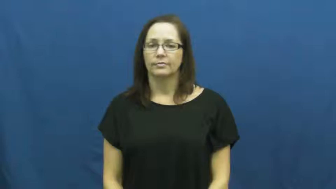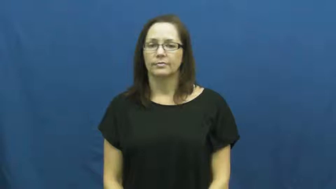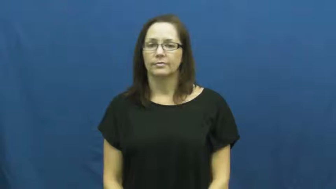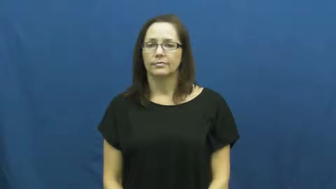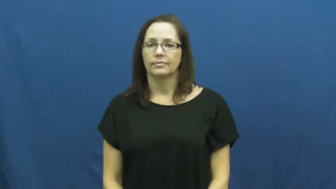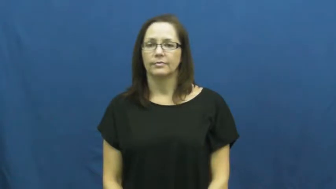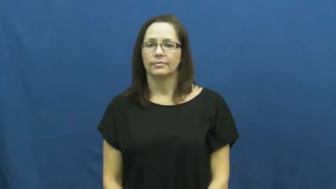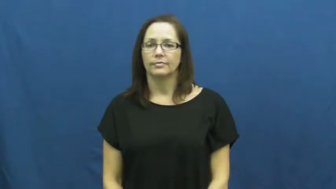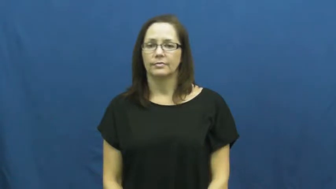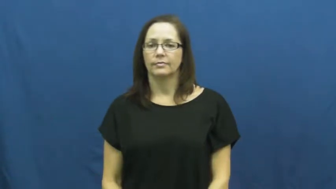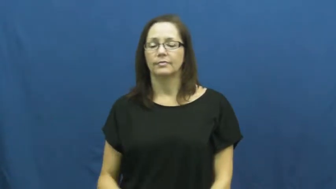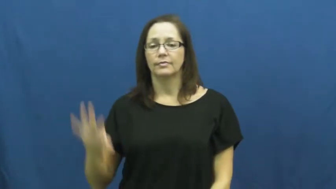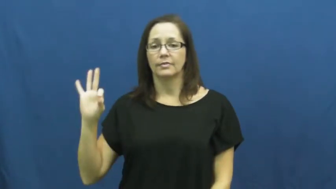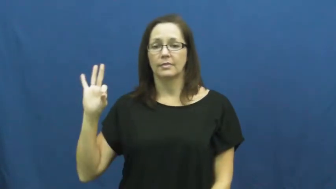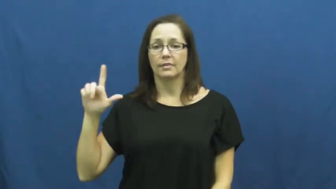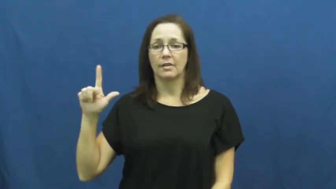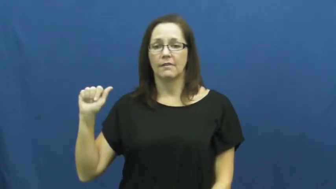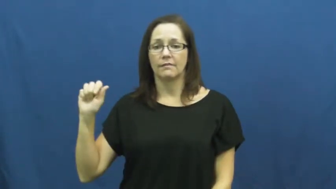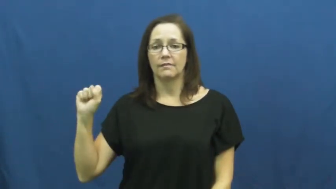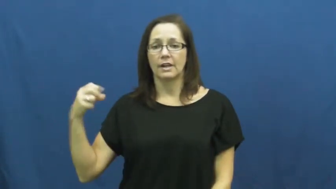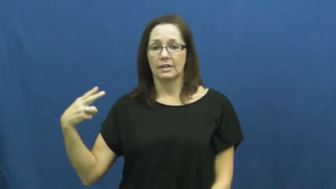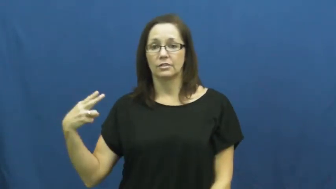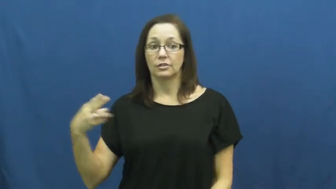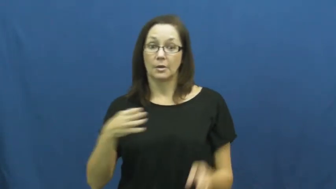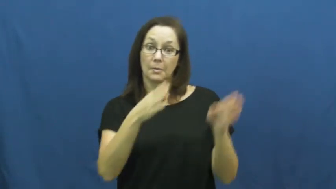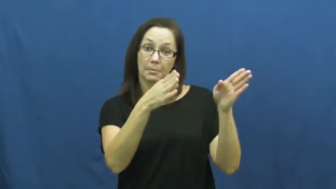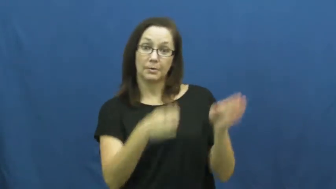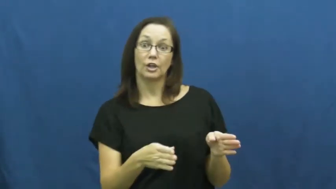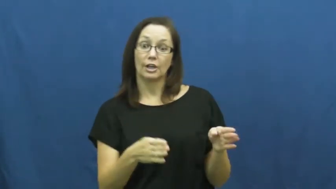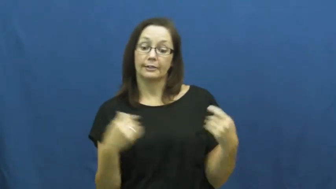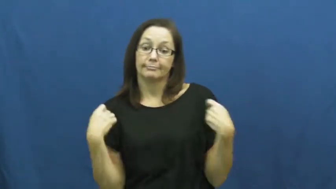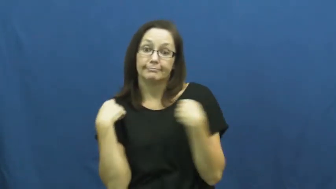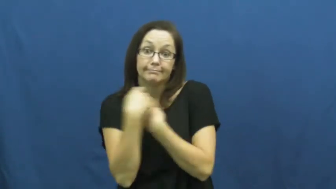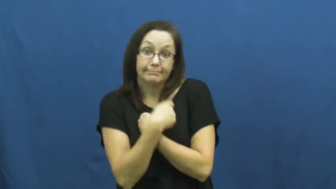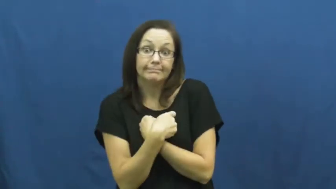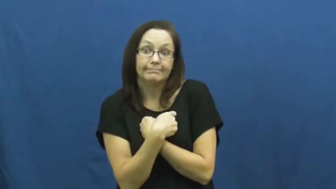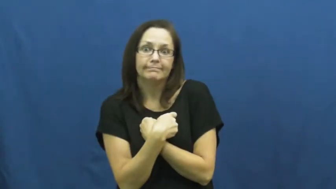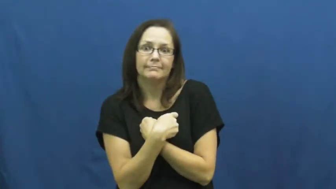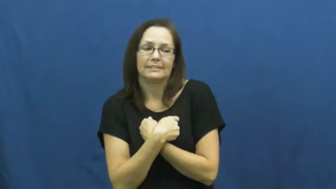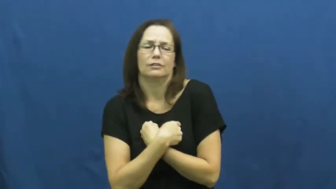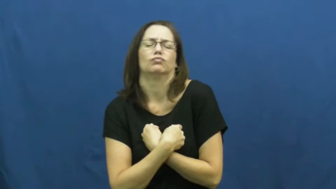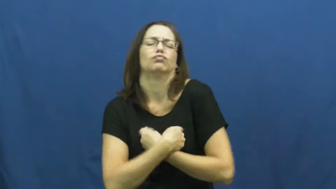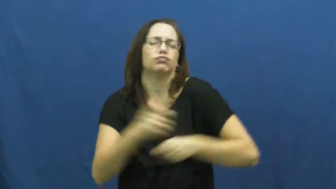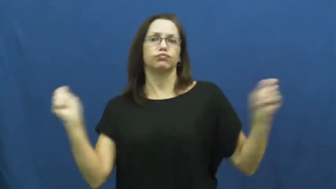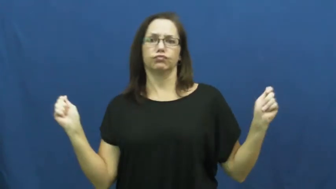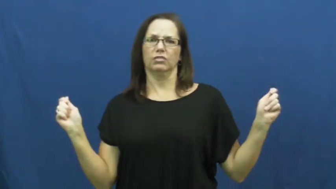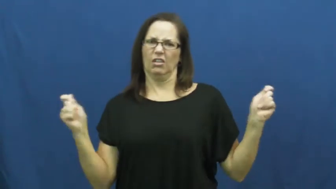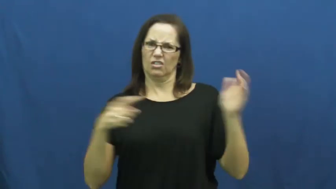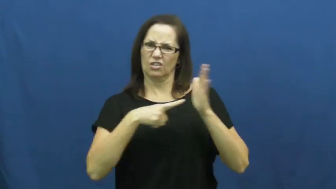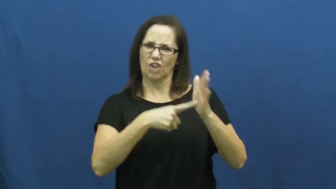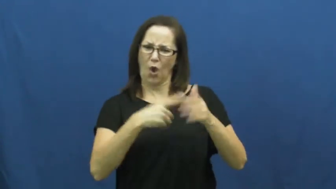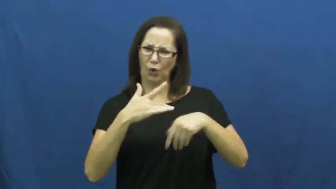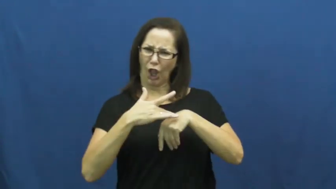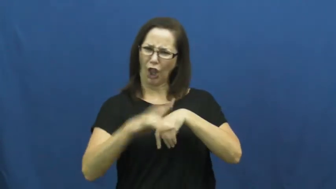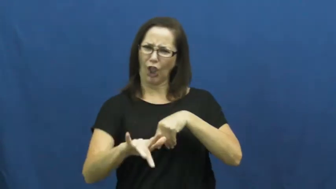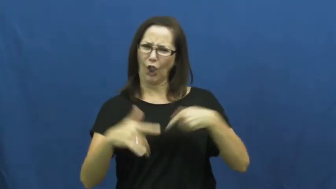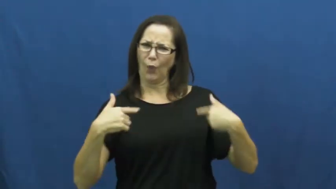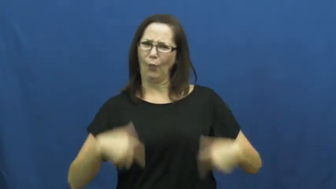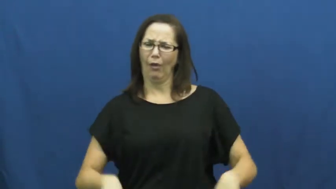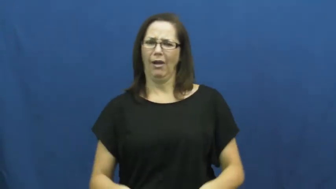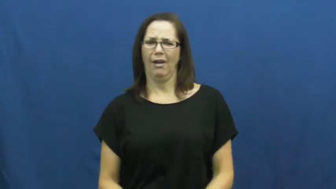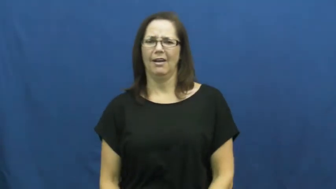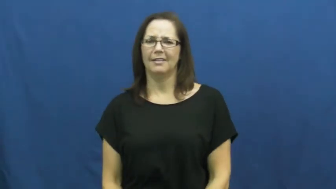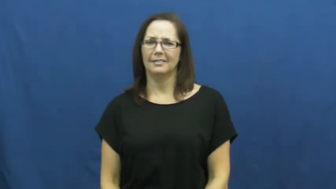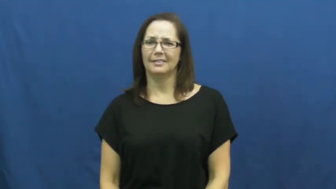flash-expose